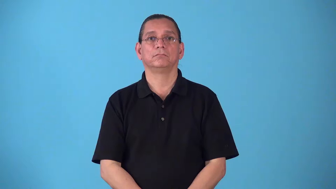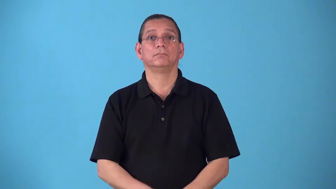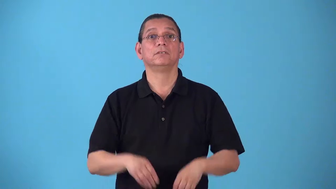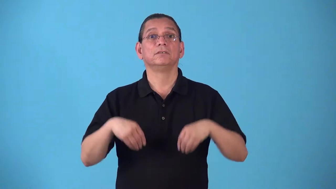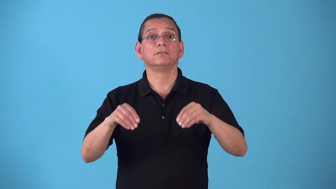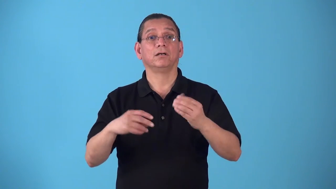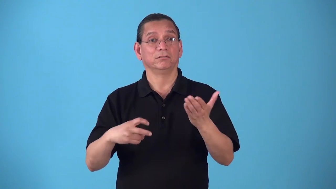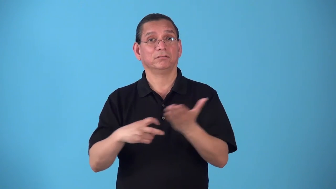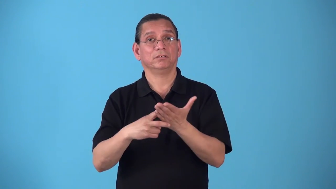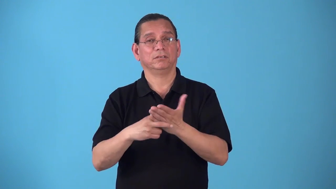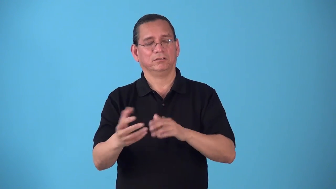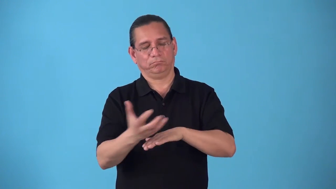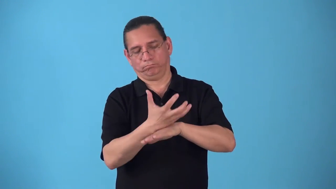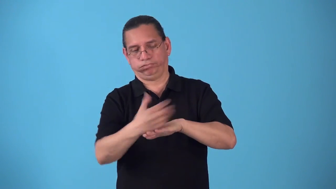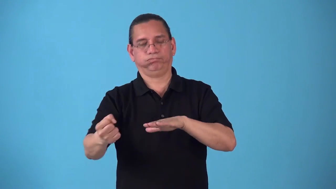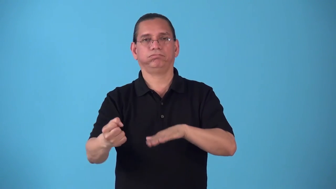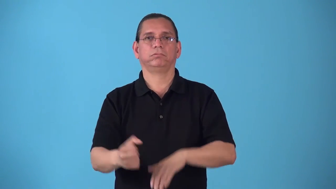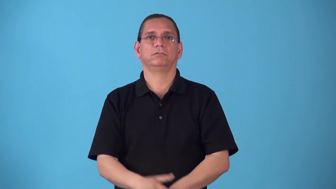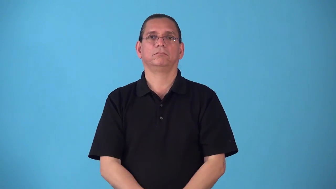sellout-sell all tickets